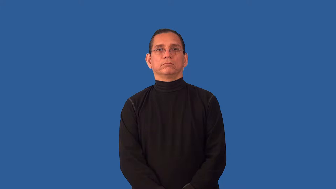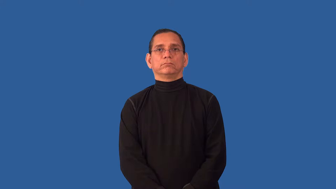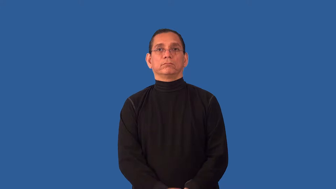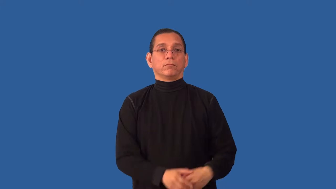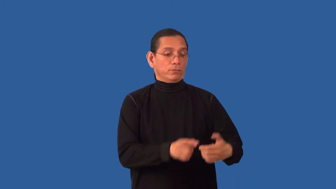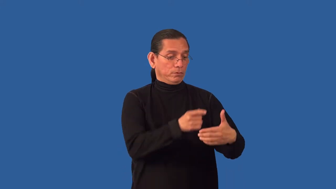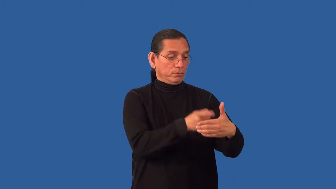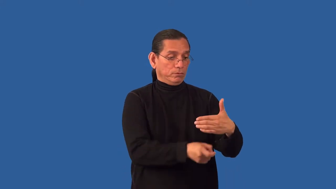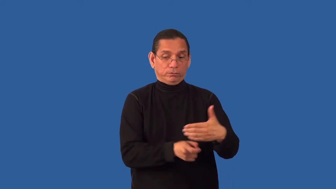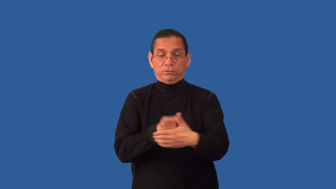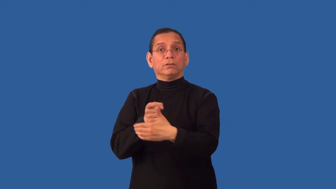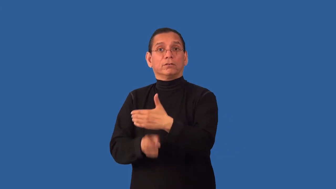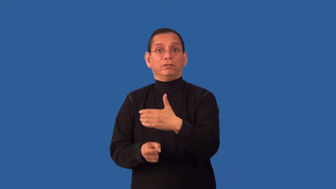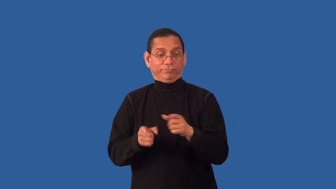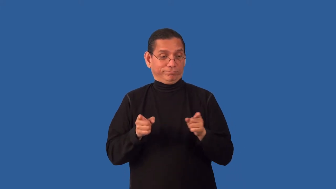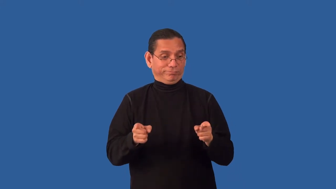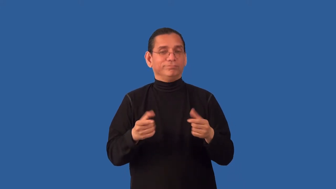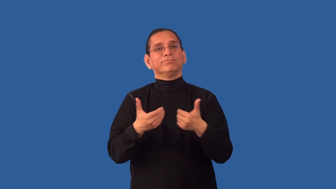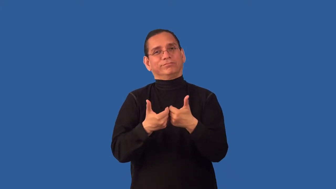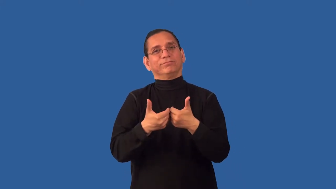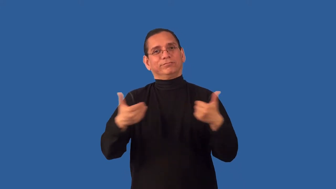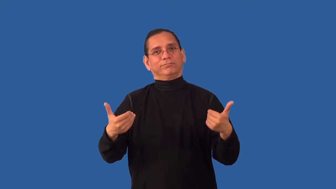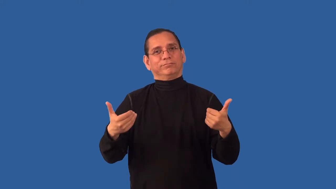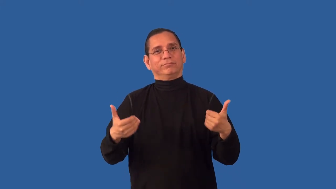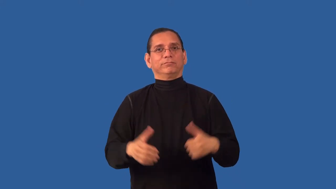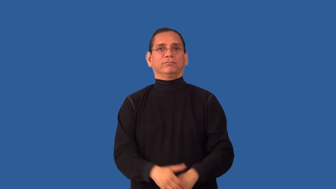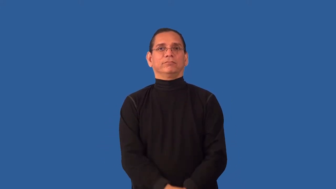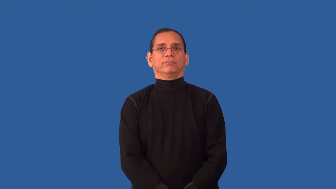unbundle